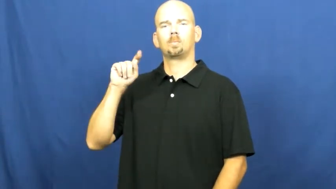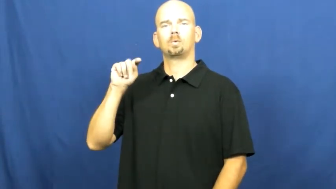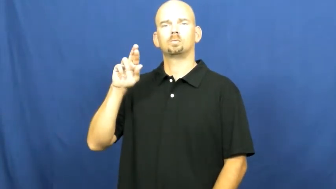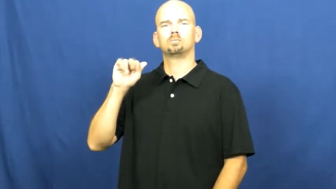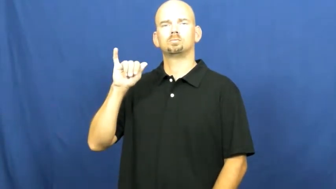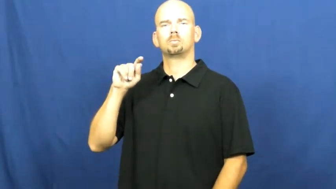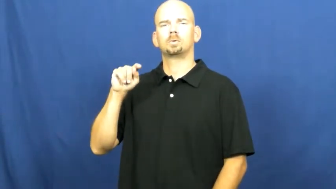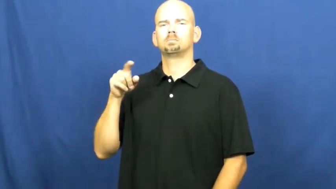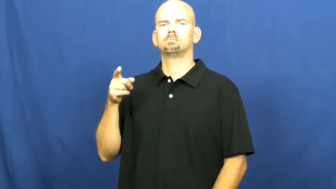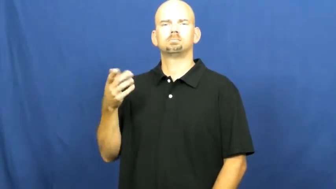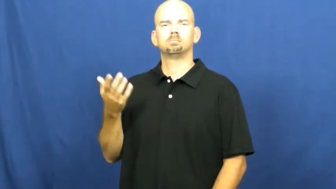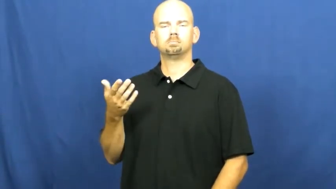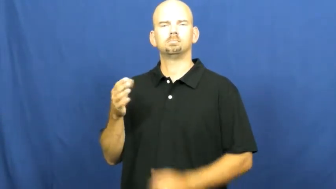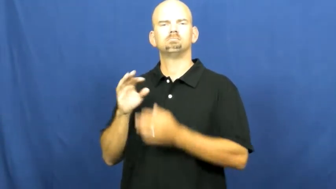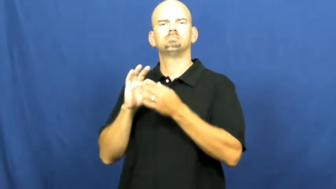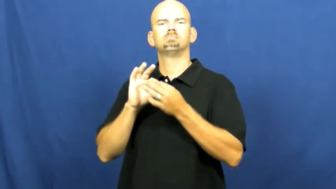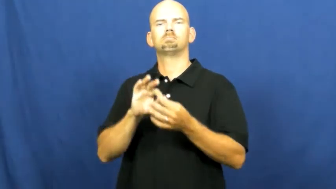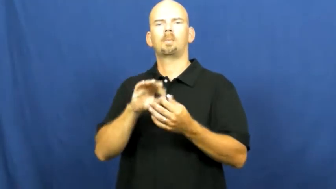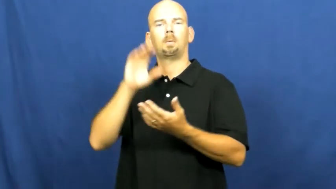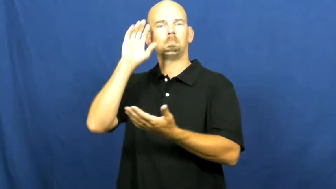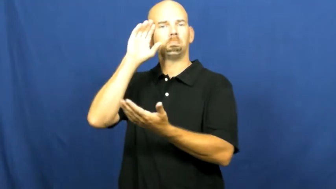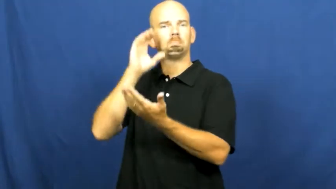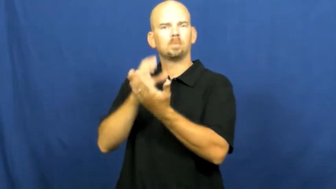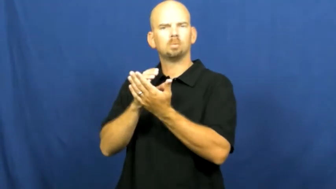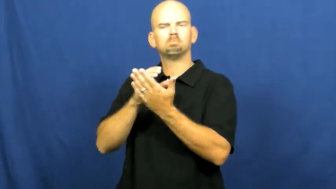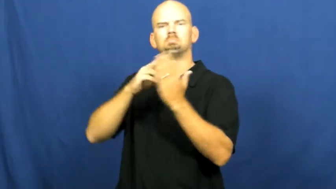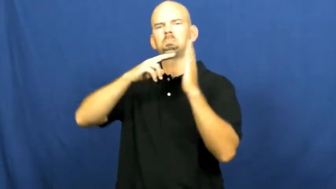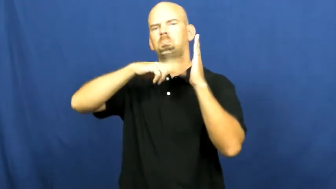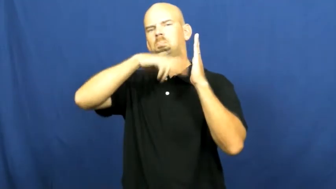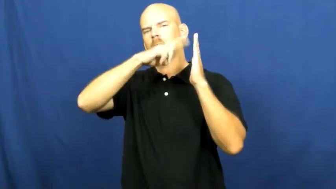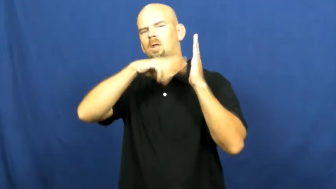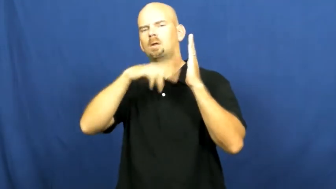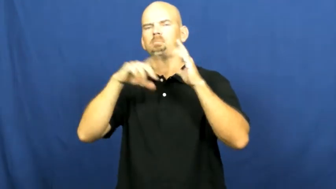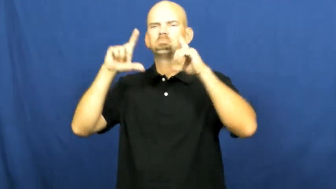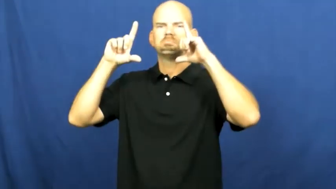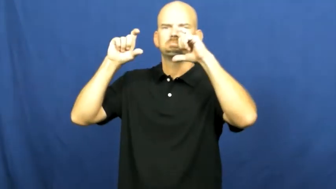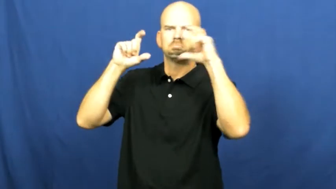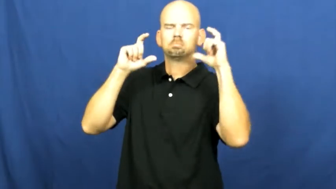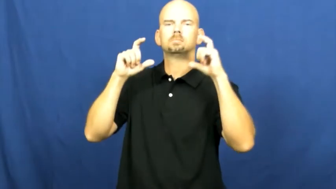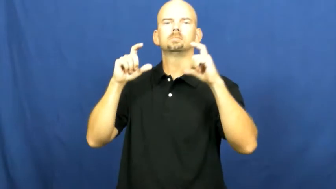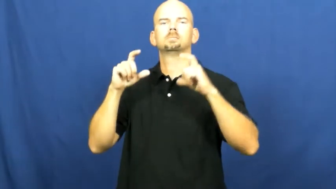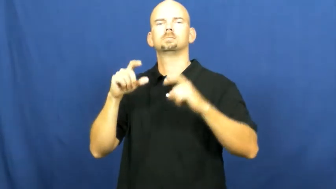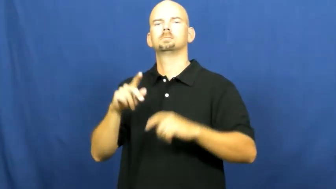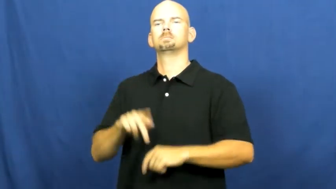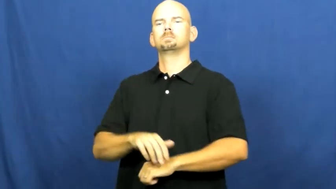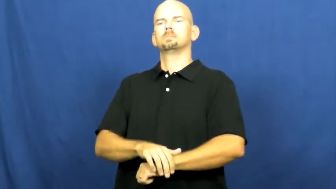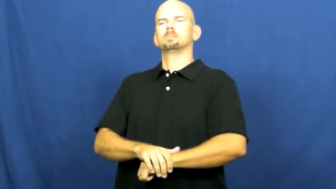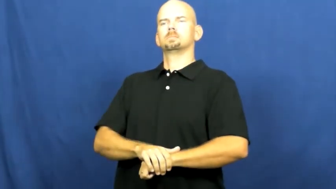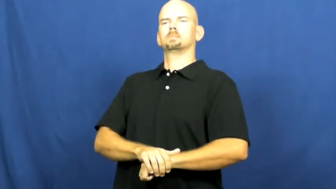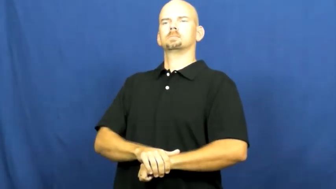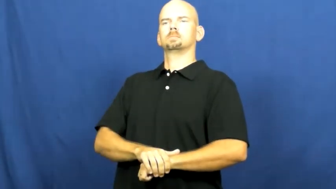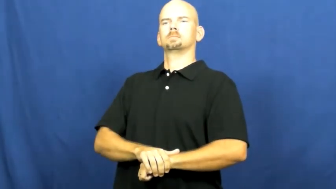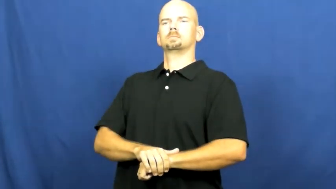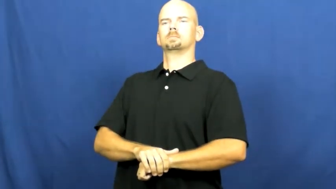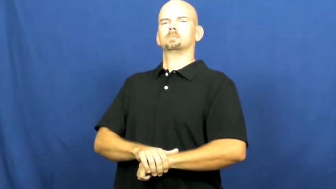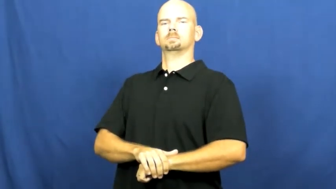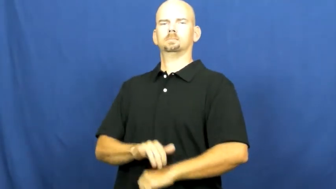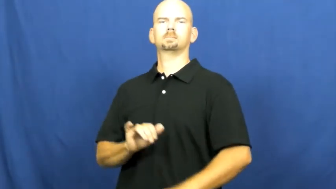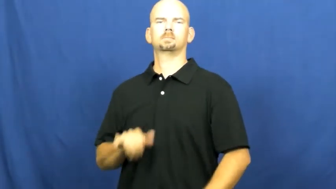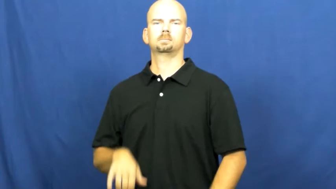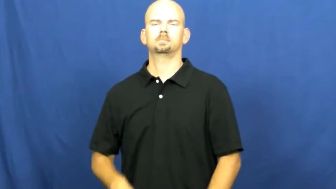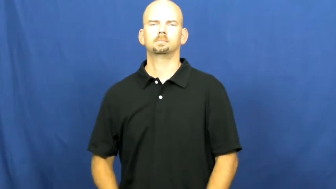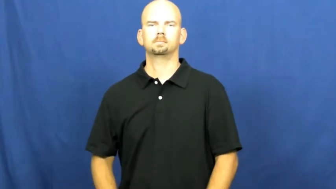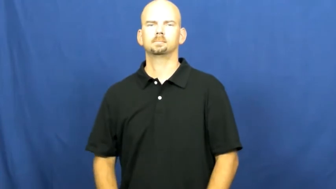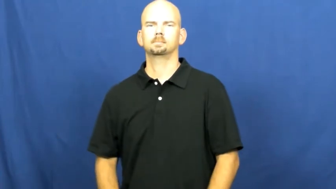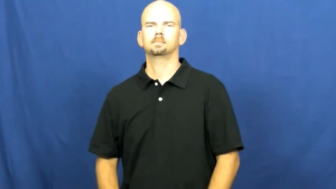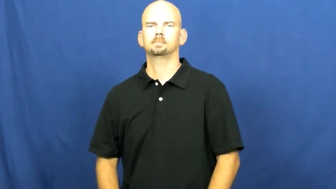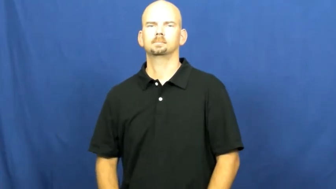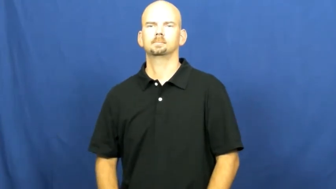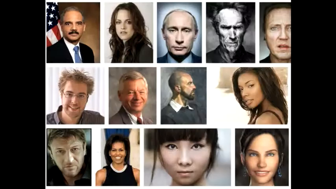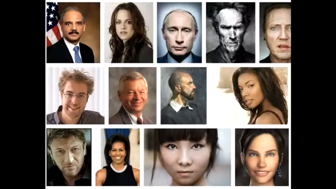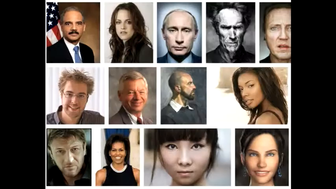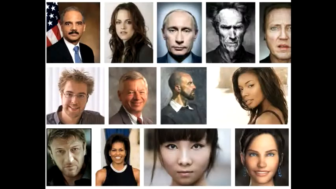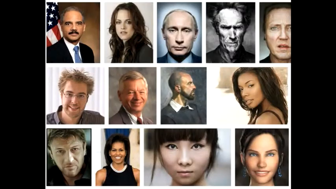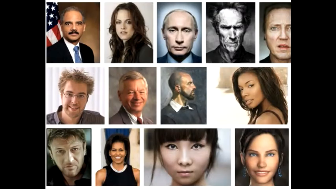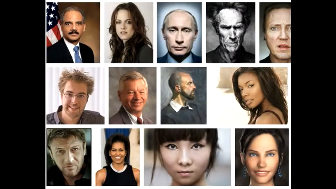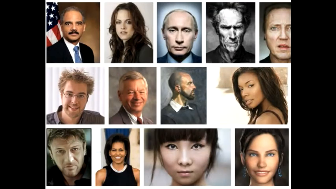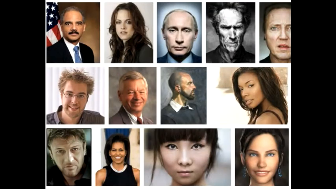portrait,limn